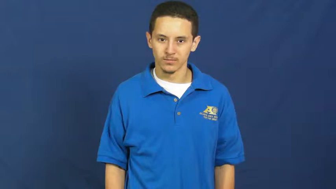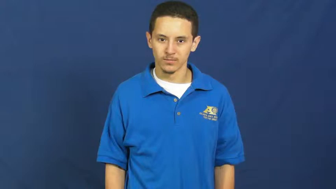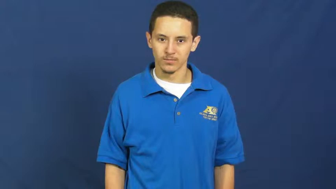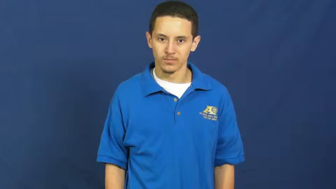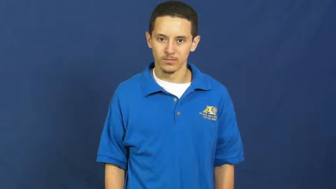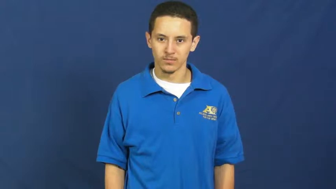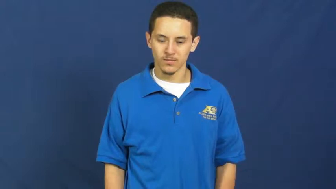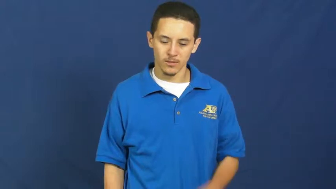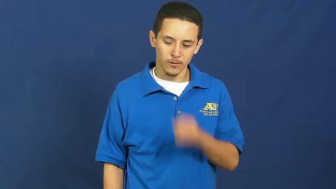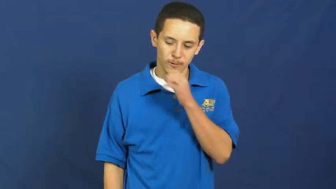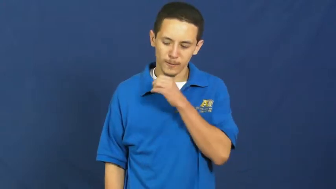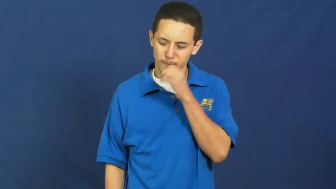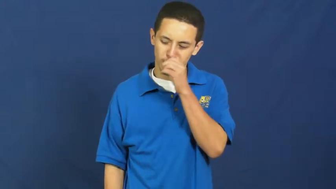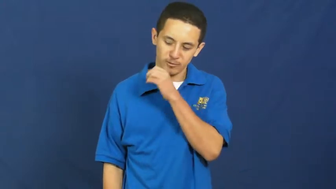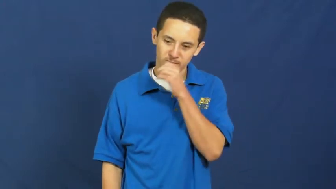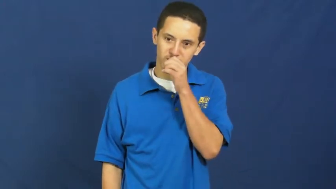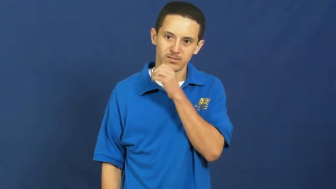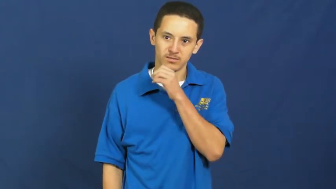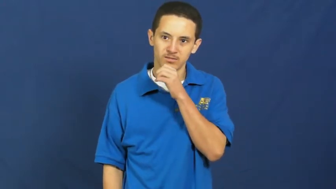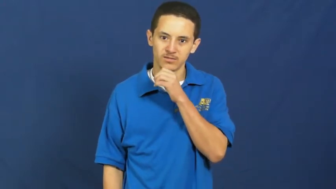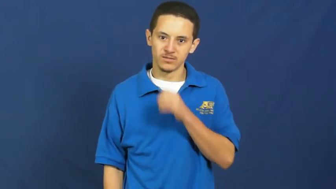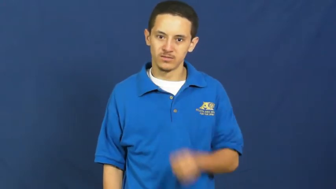oral